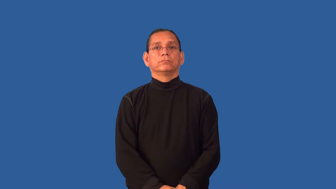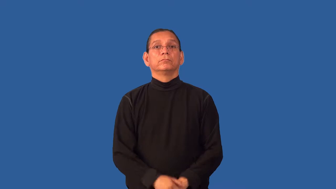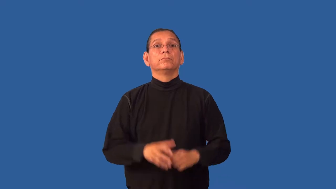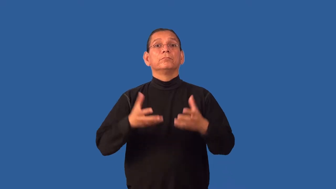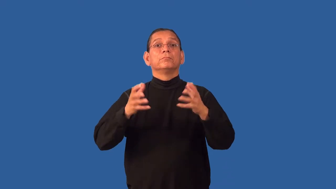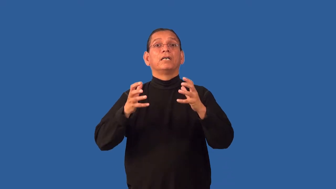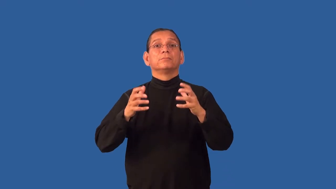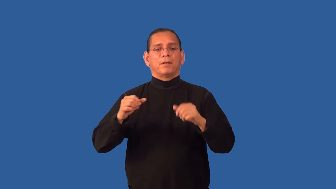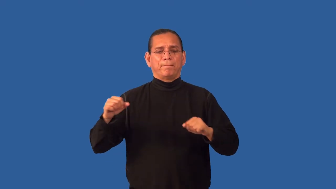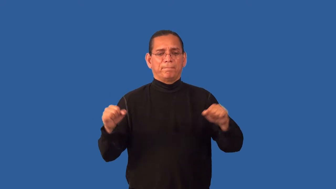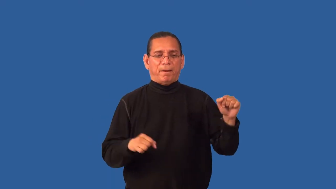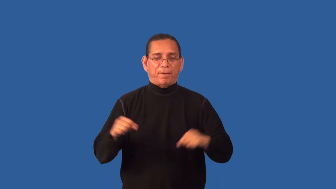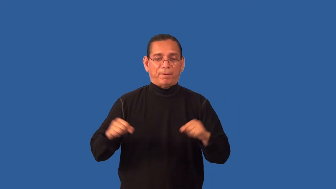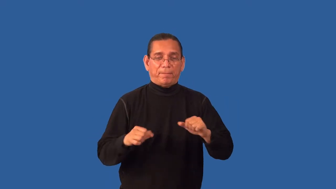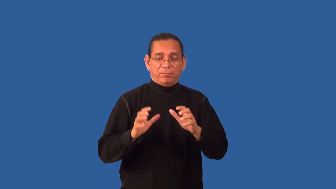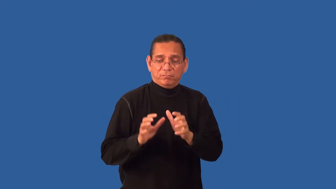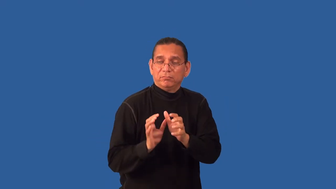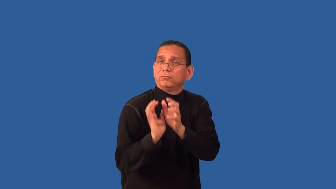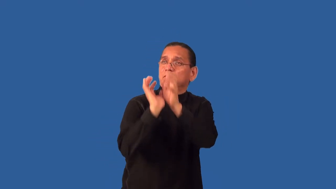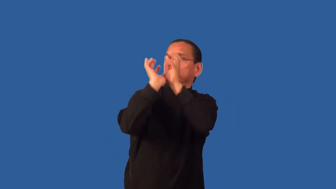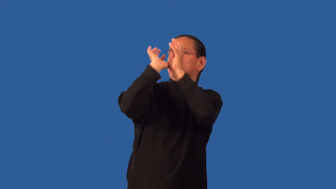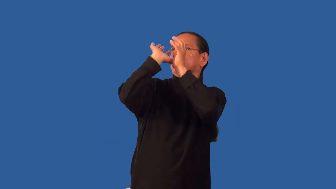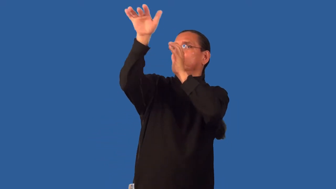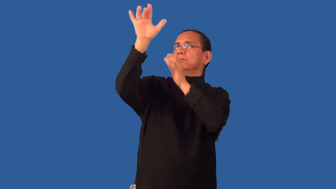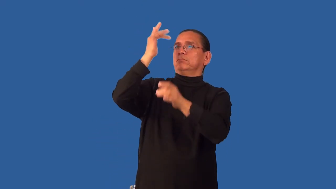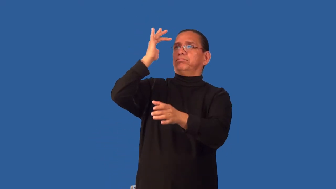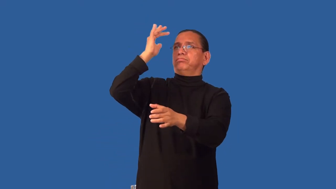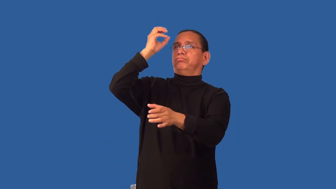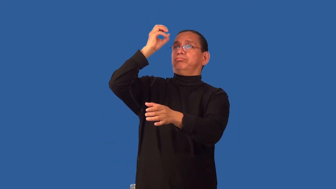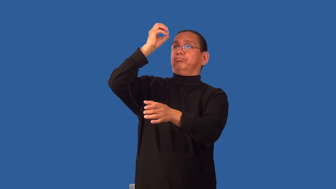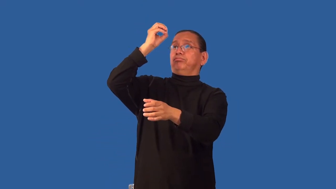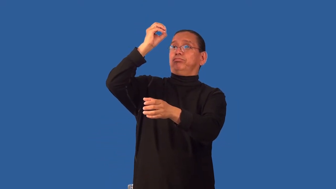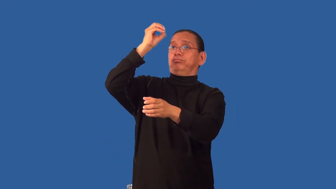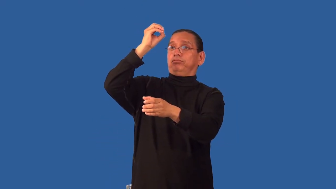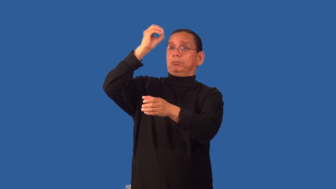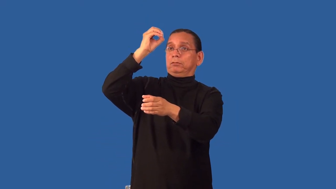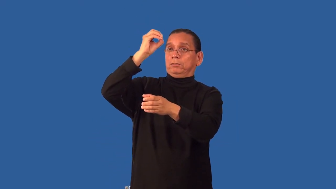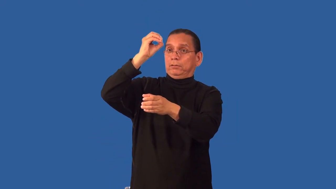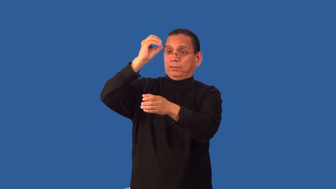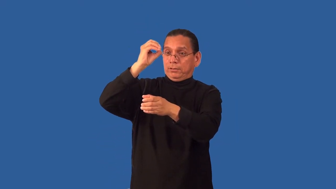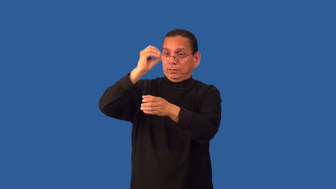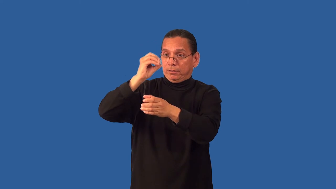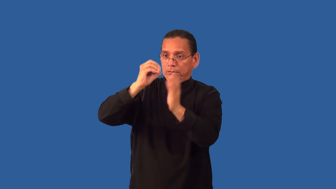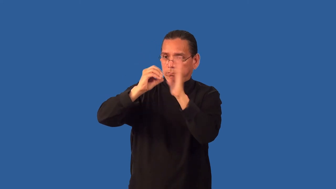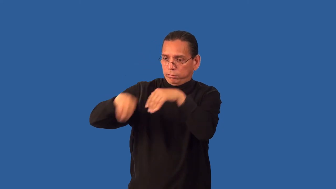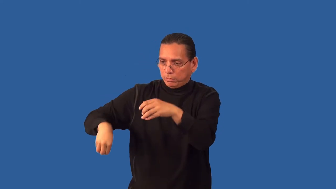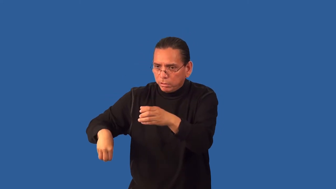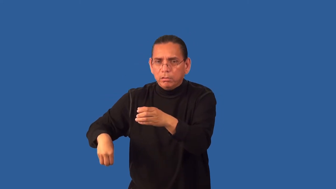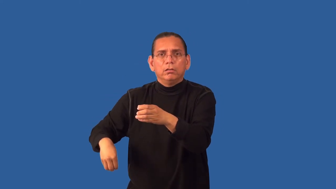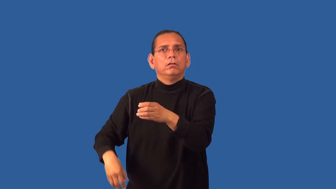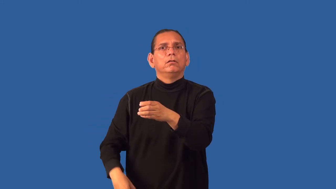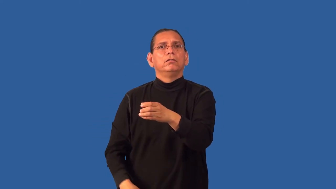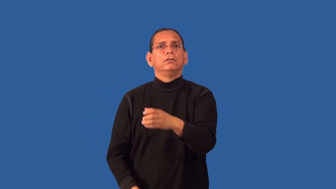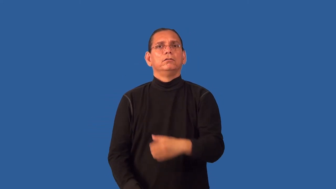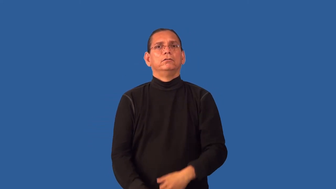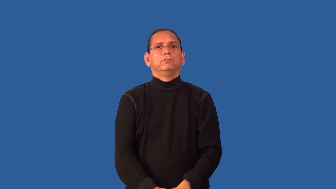goaltend